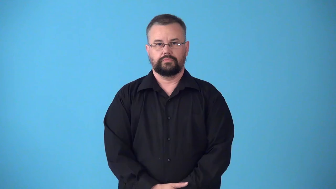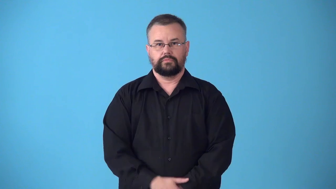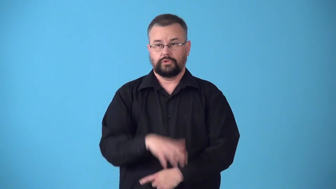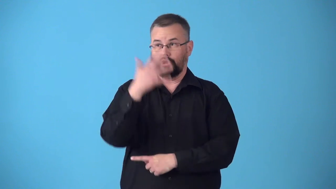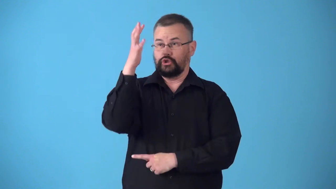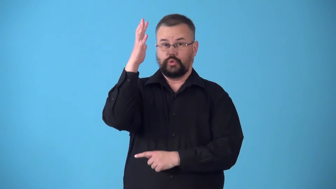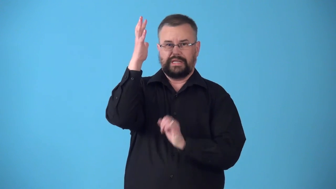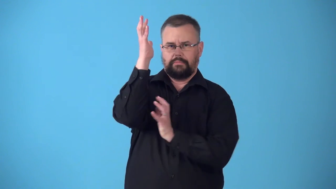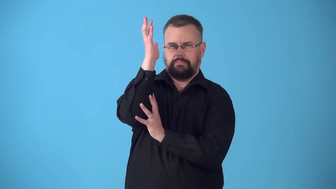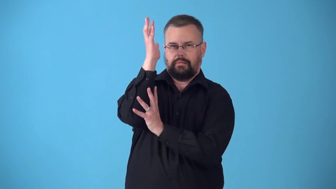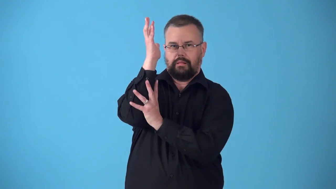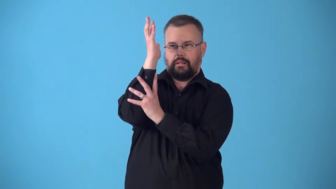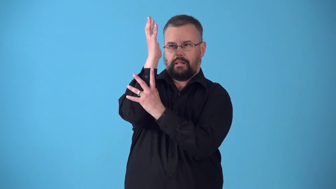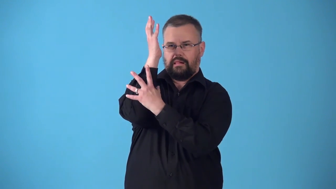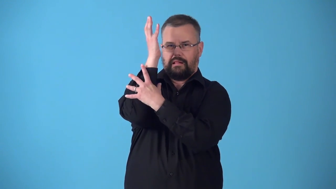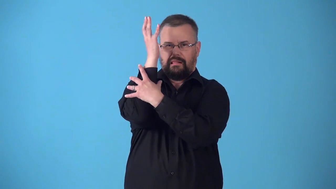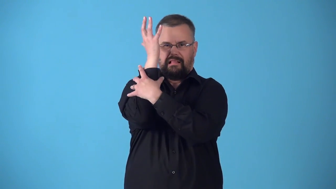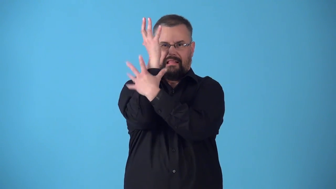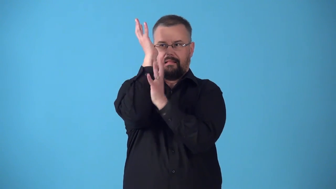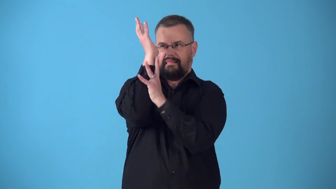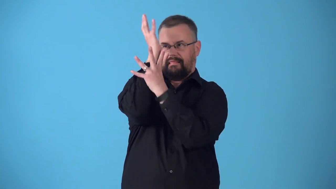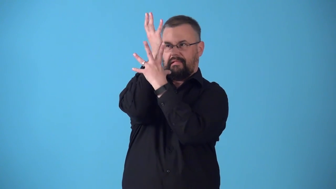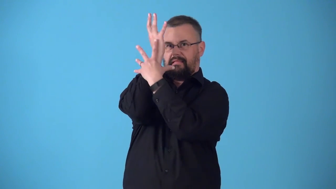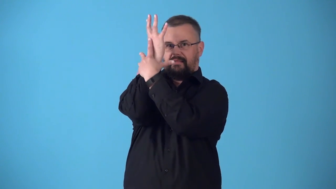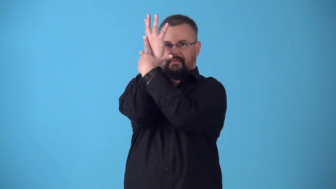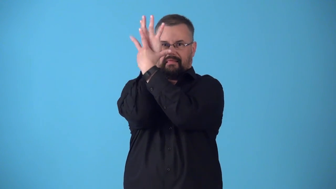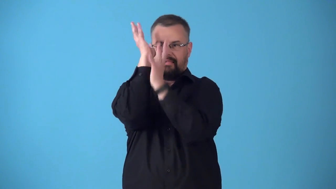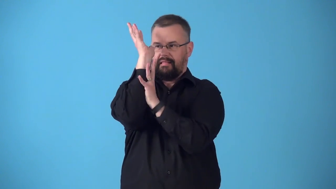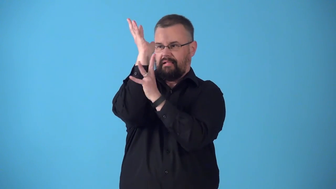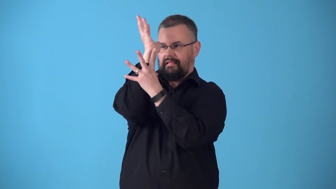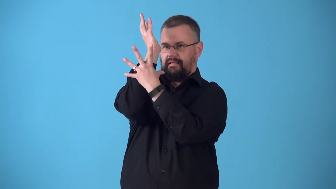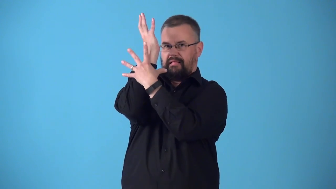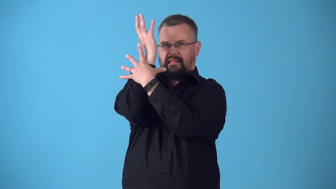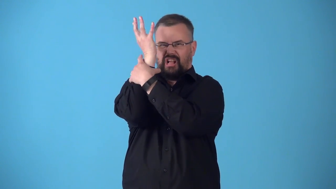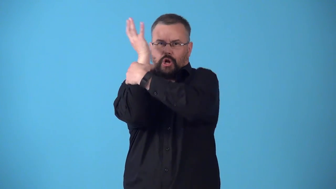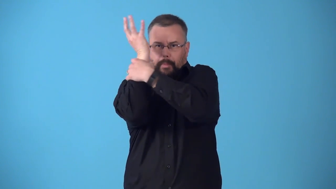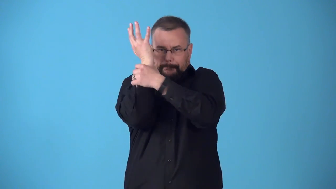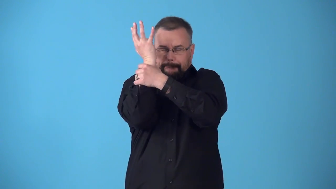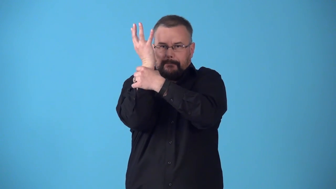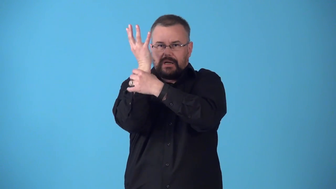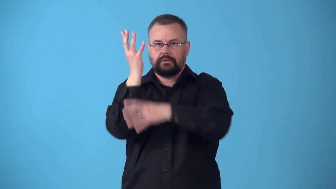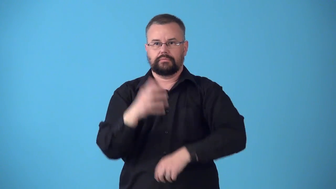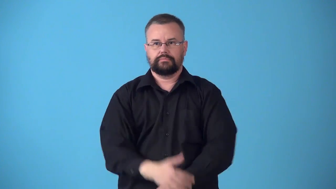strangler